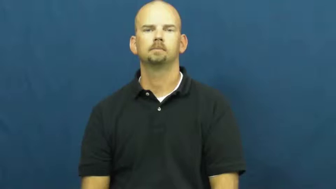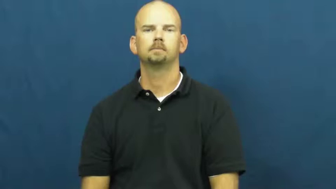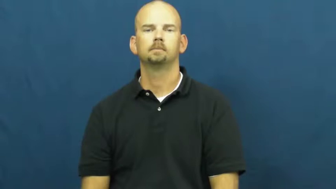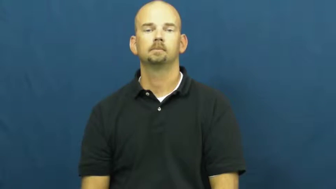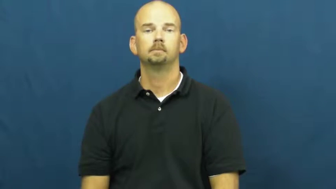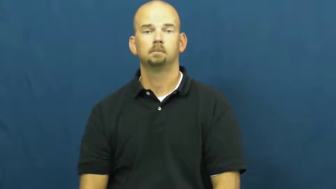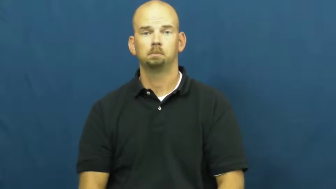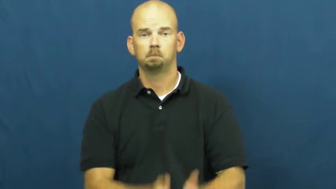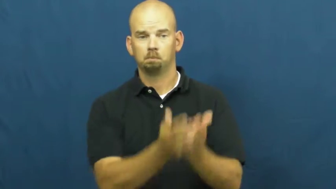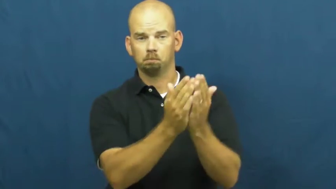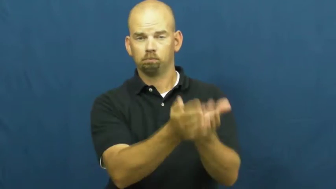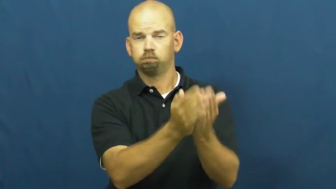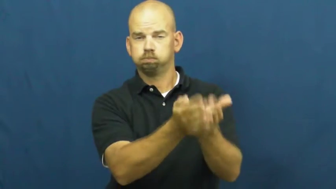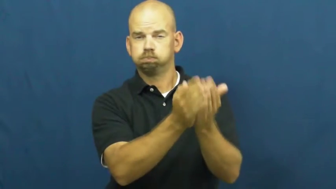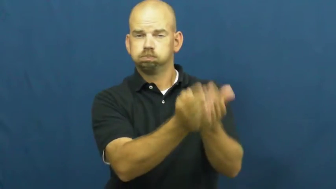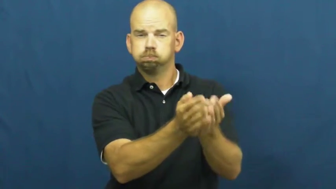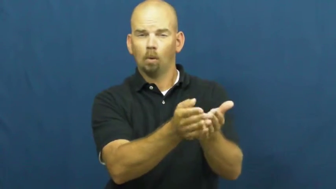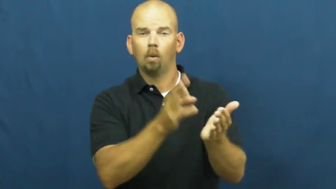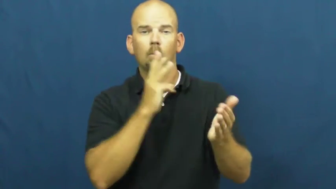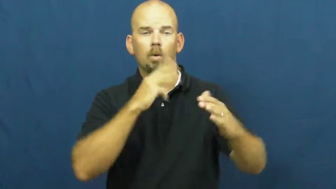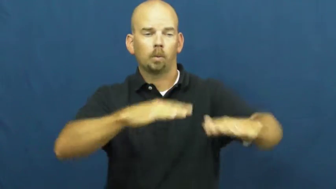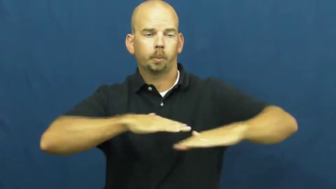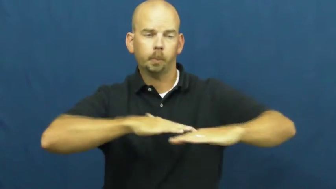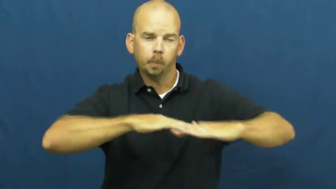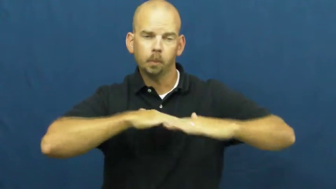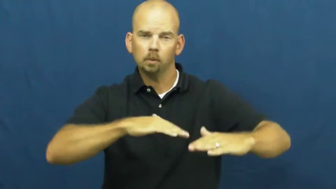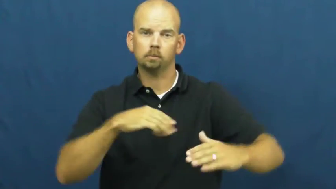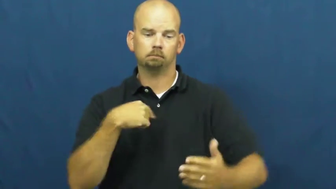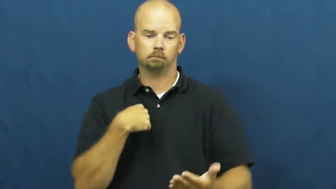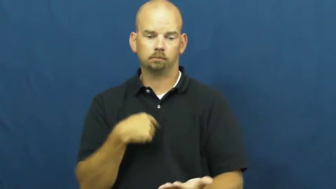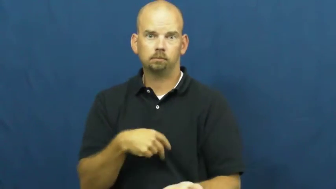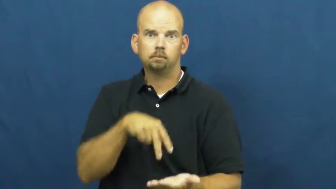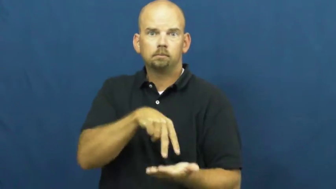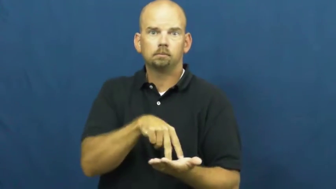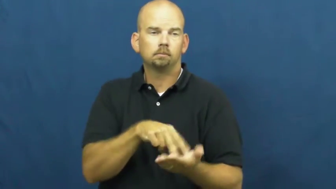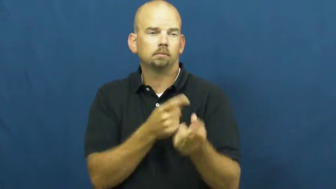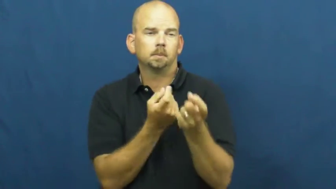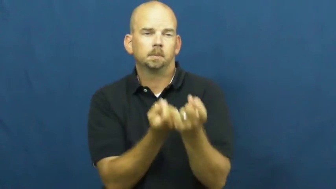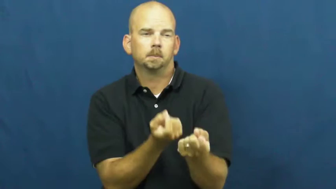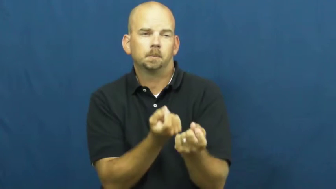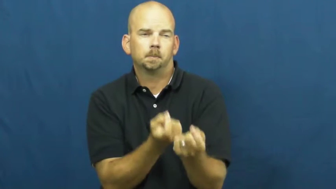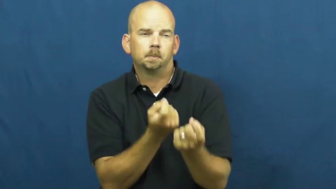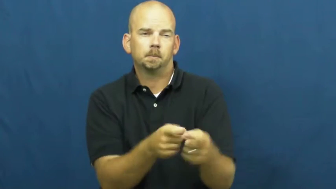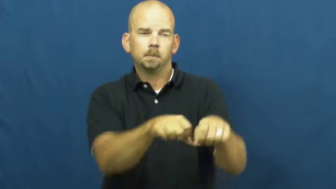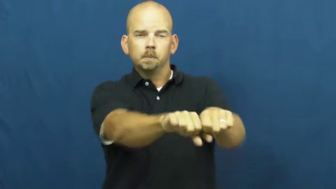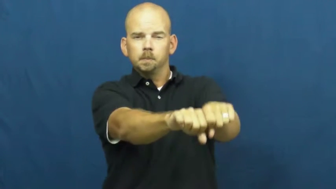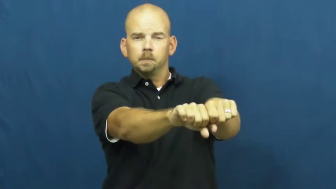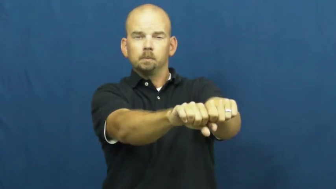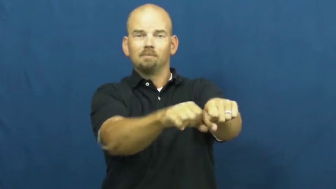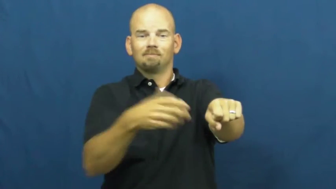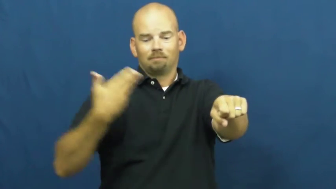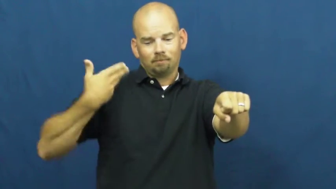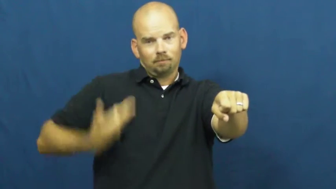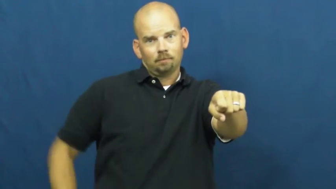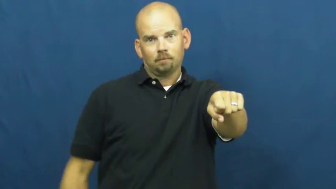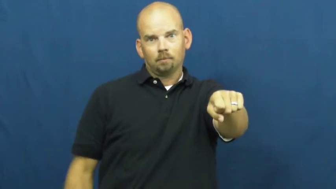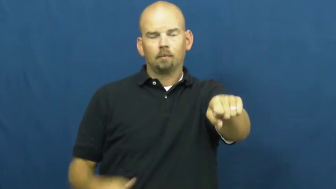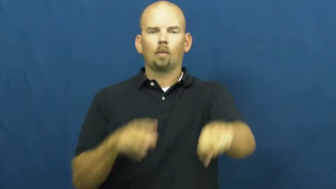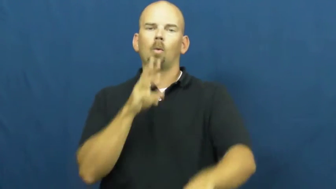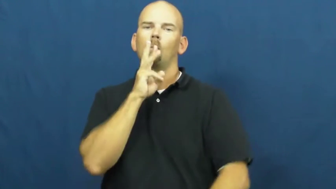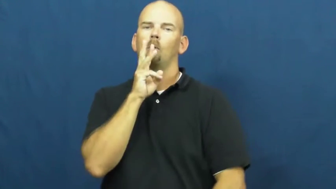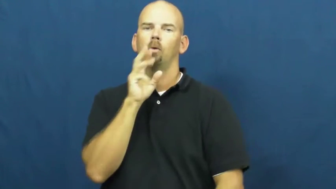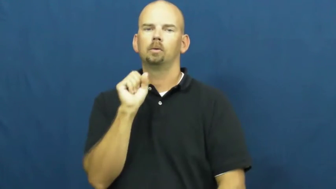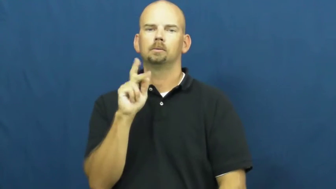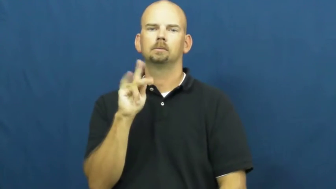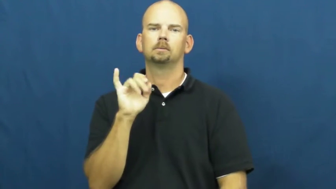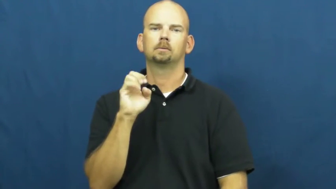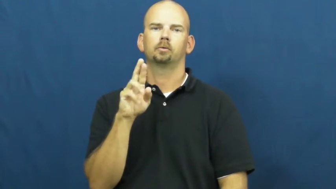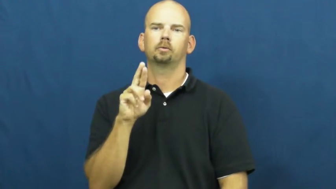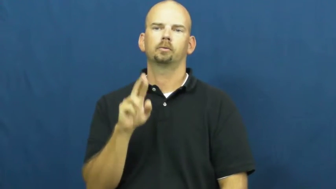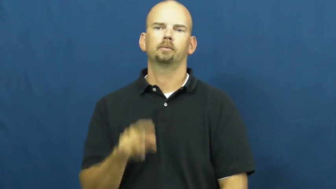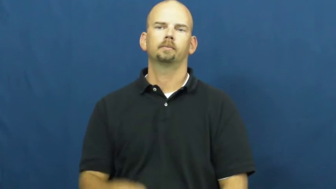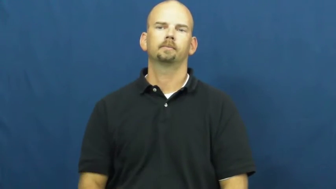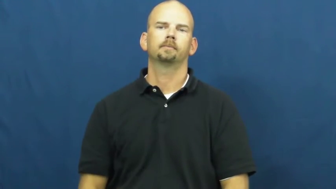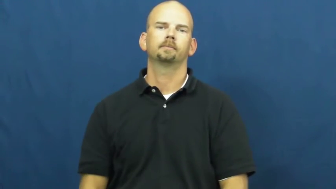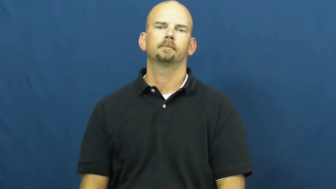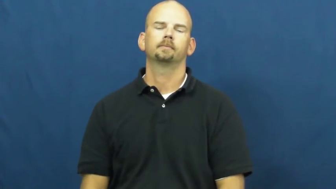water skier